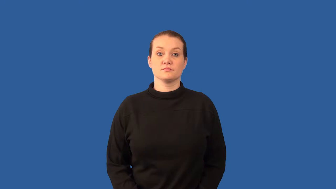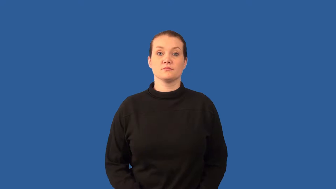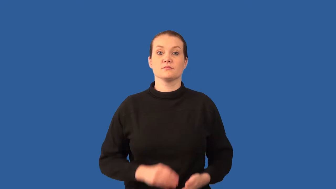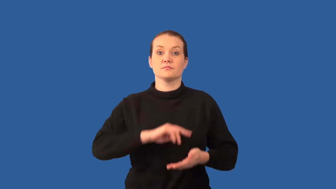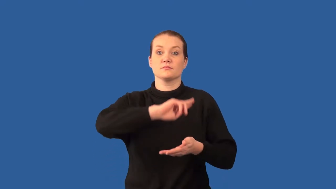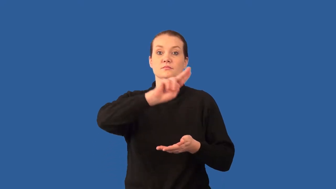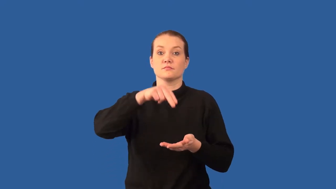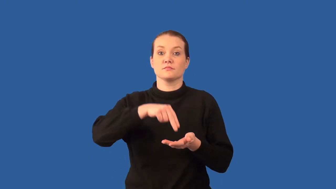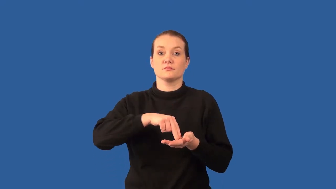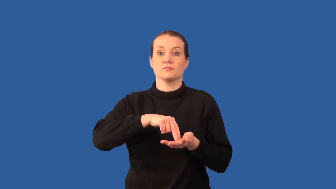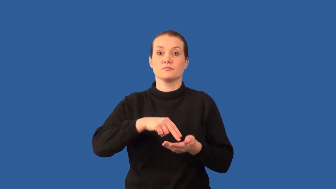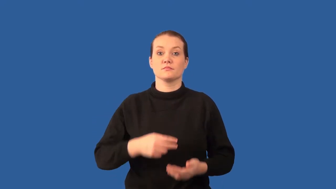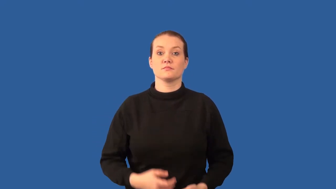nucleus-atom